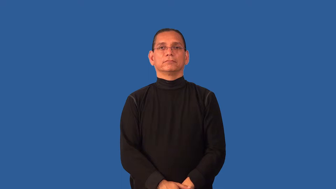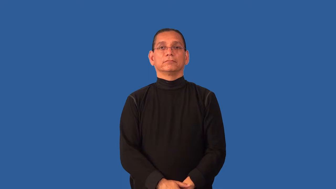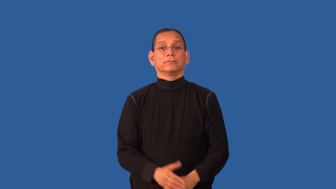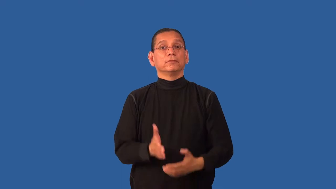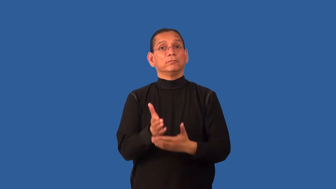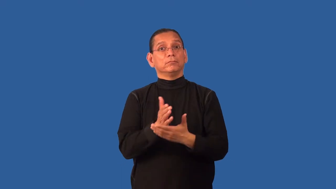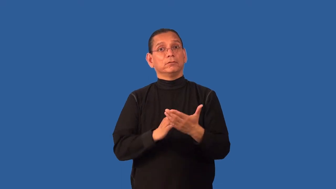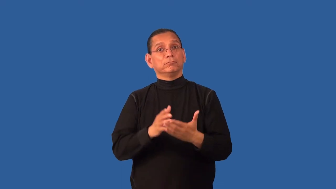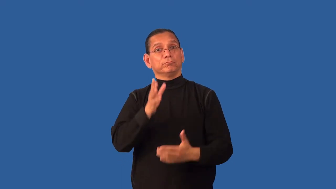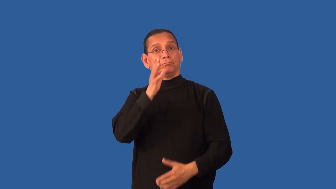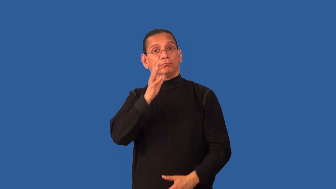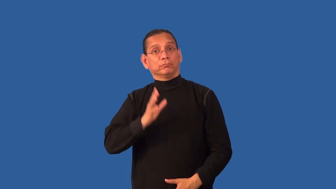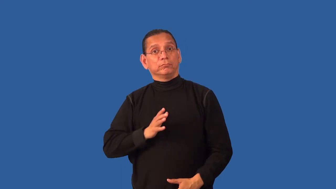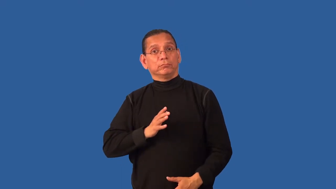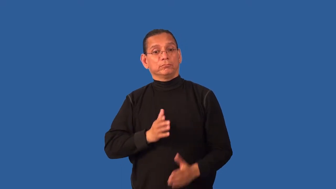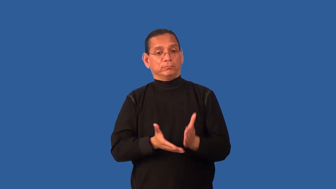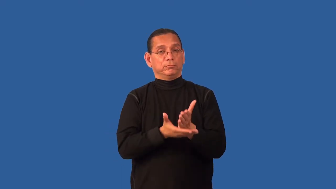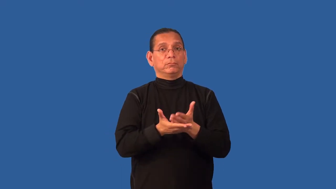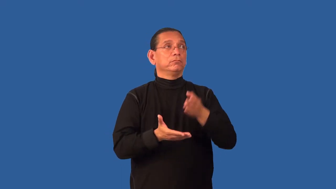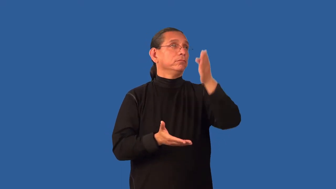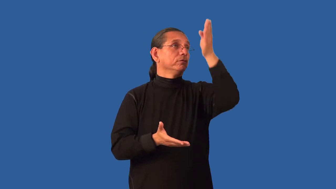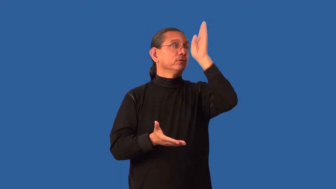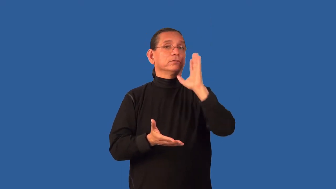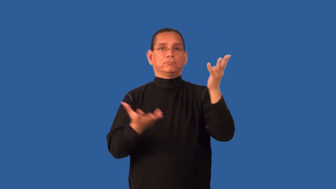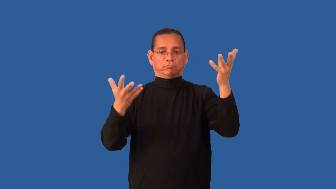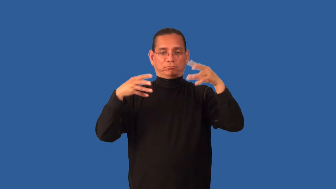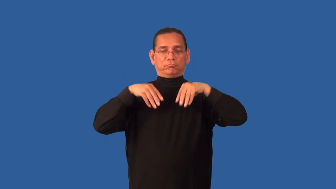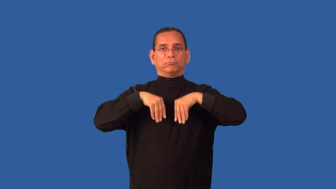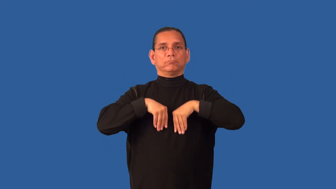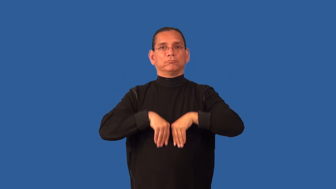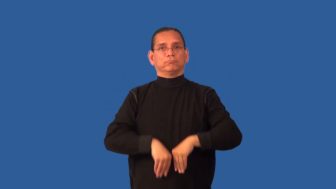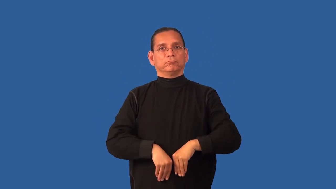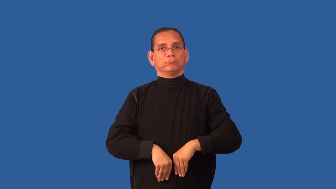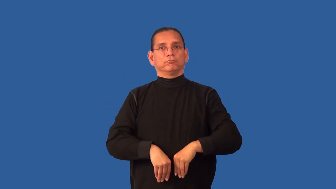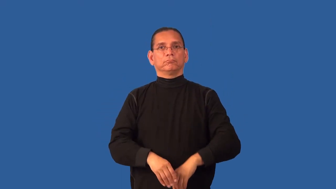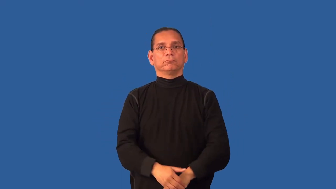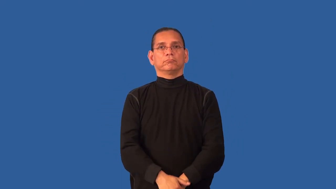demigoddess